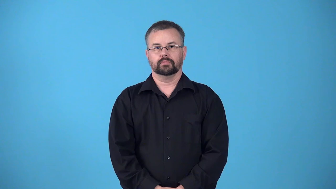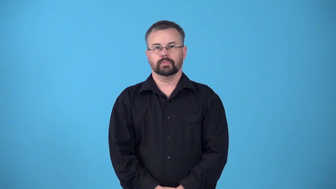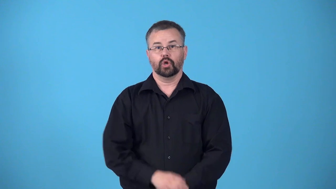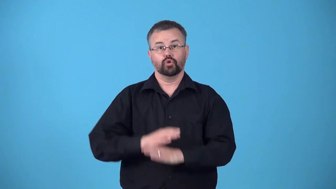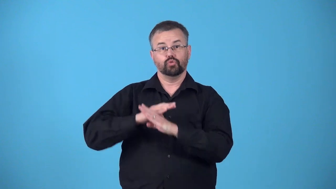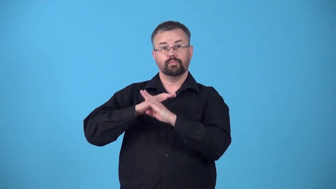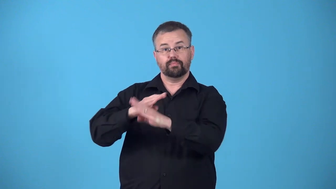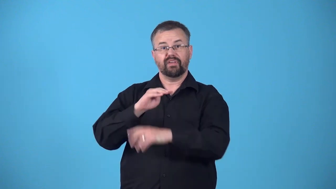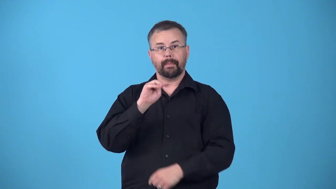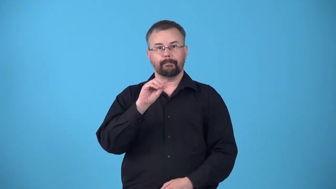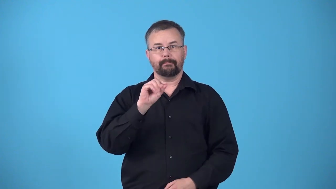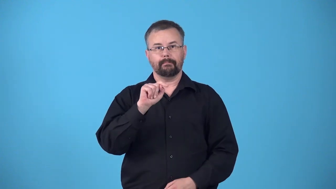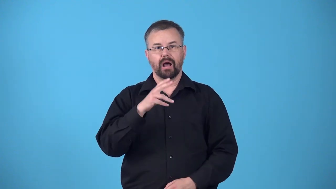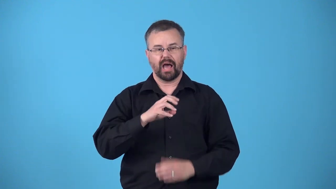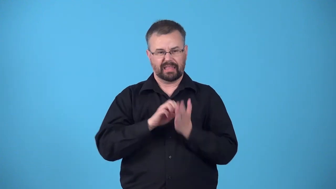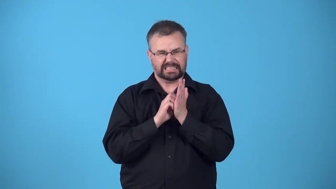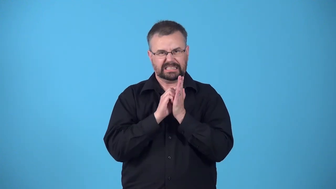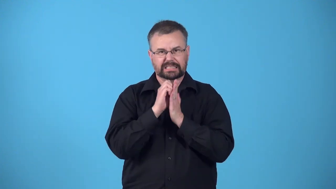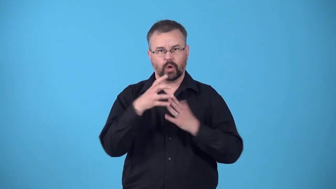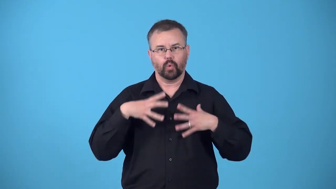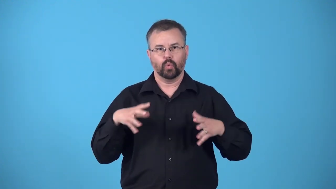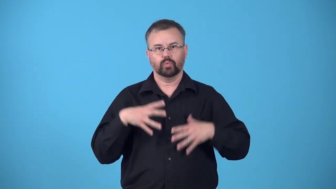mothproof